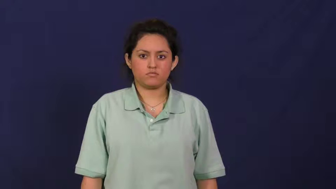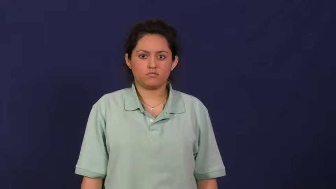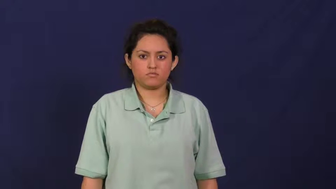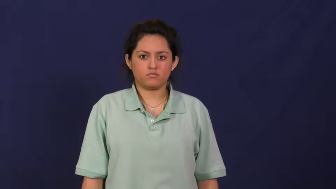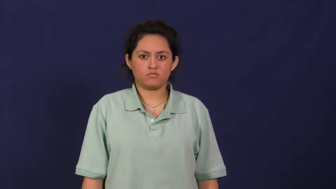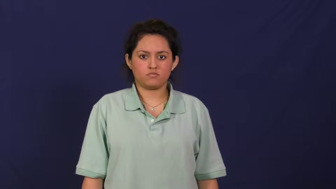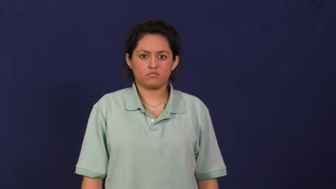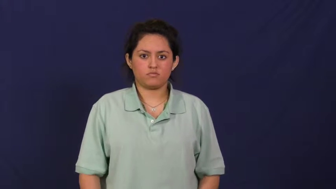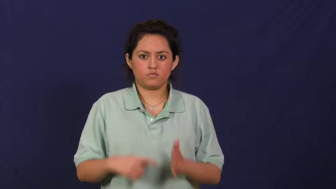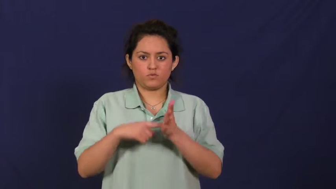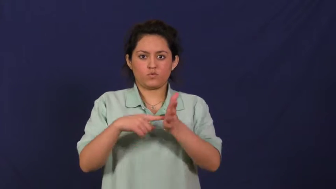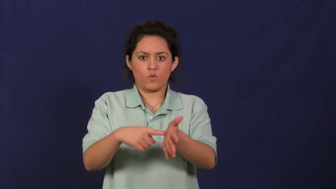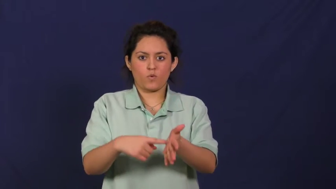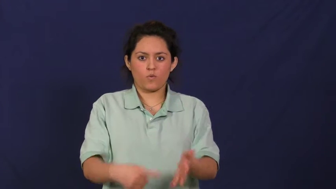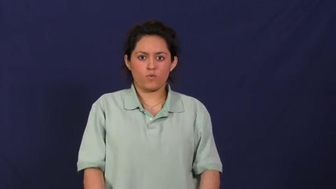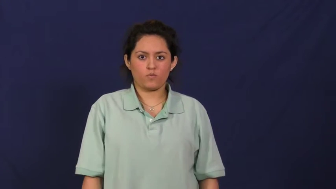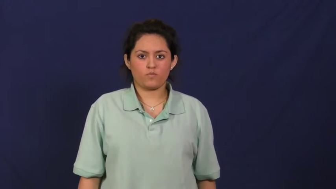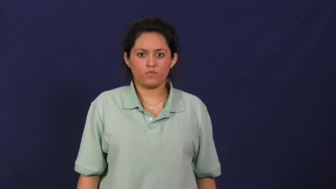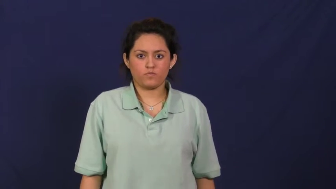represent,instantiate,simulacrum,designate,figuration